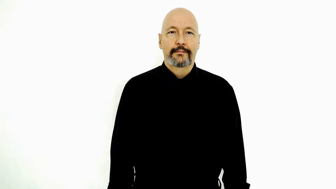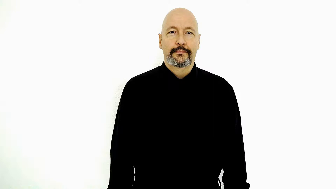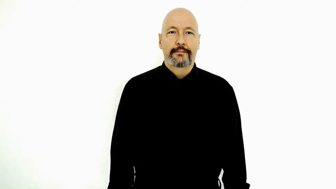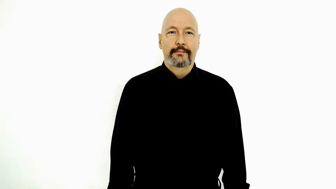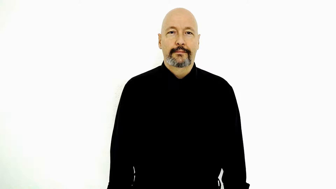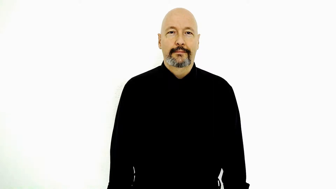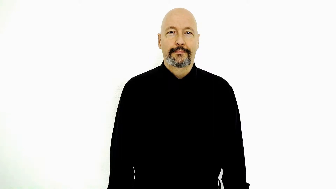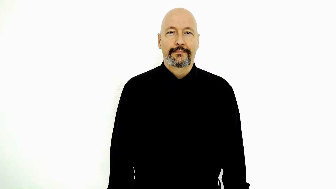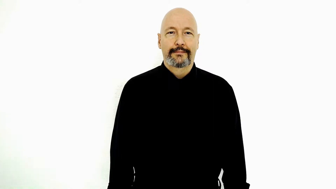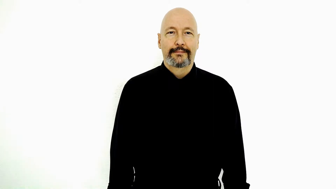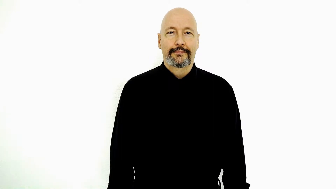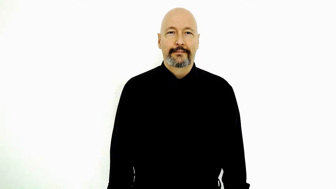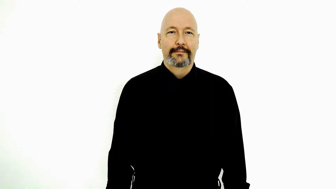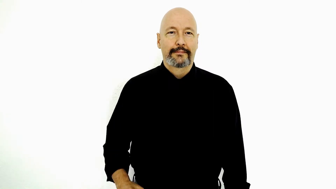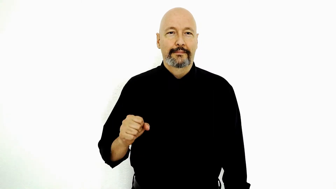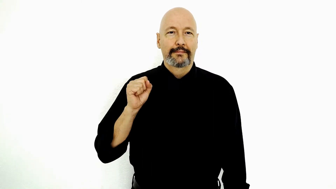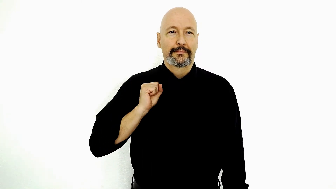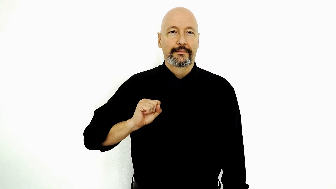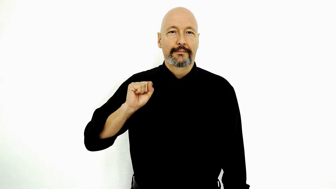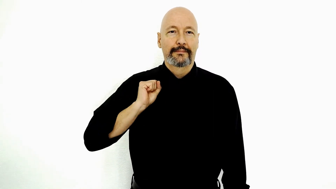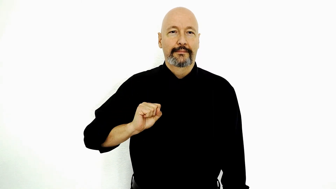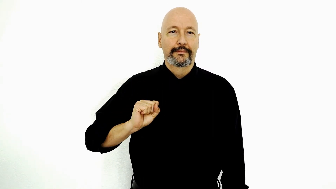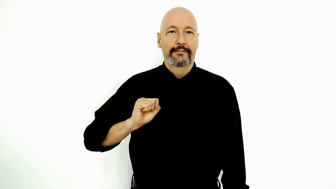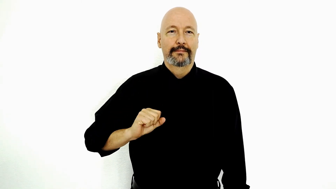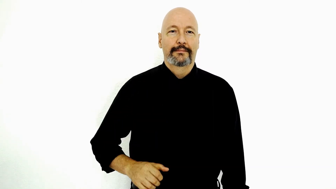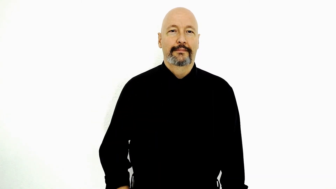SORORITY